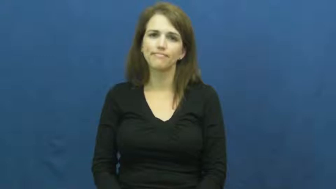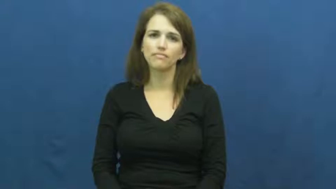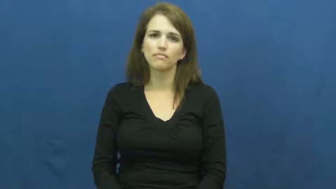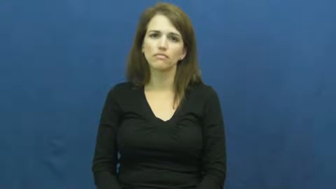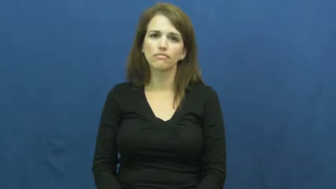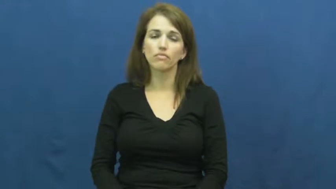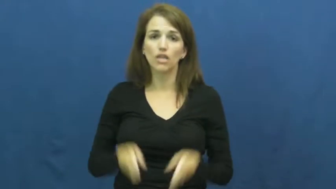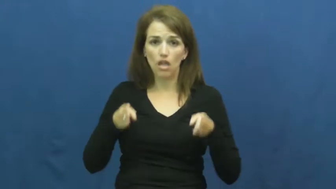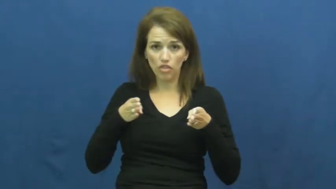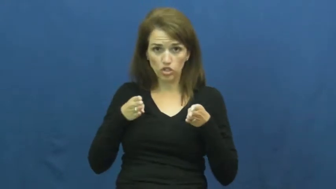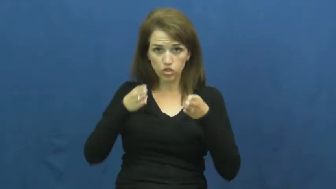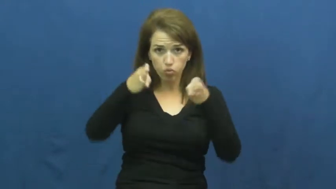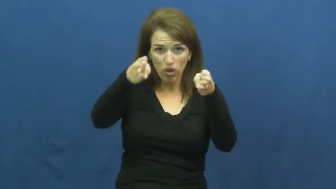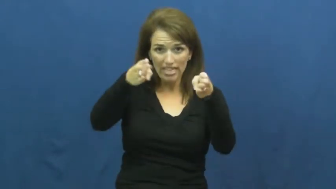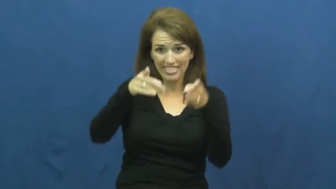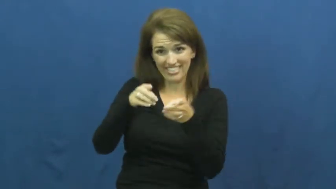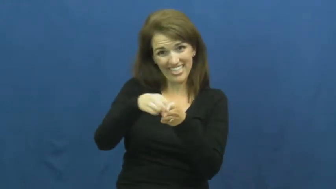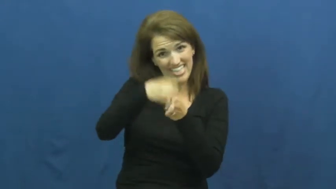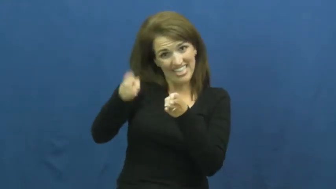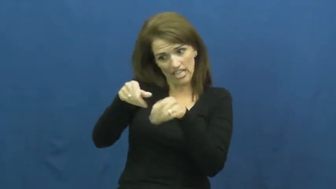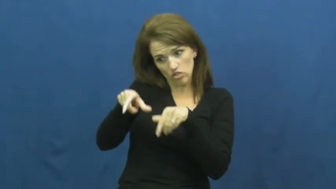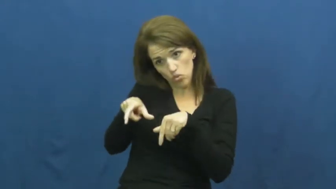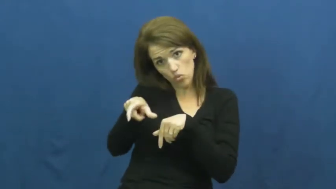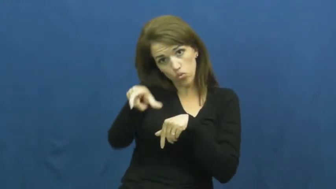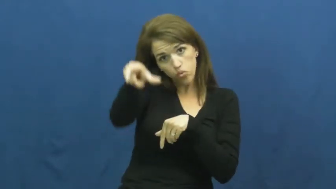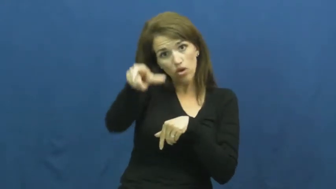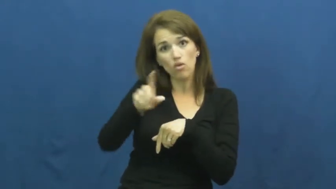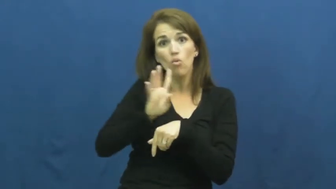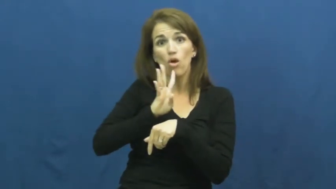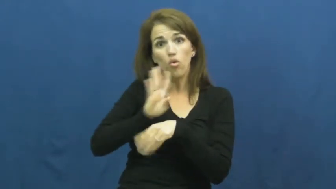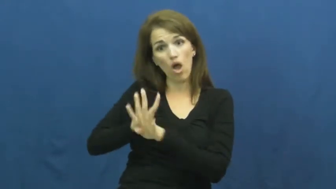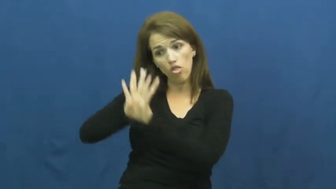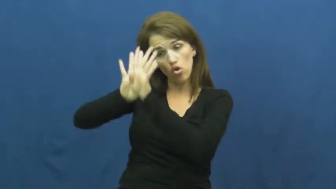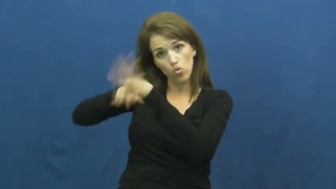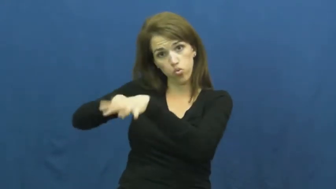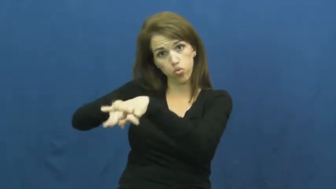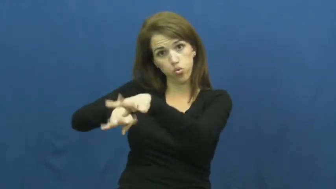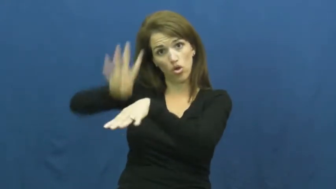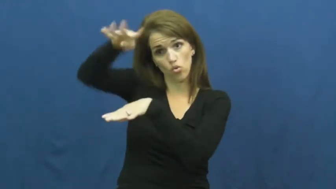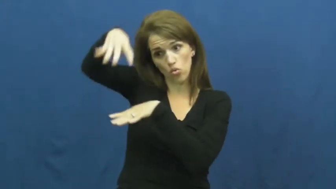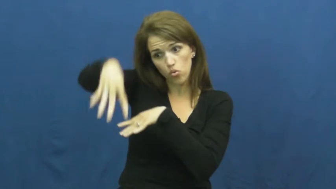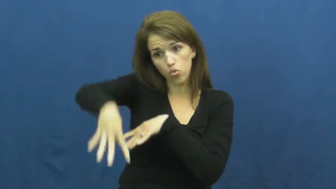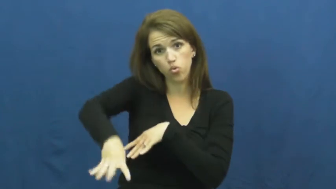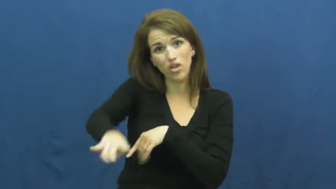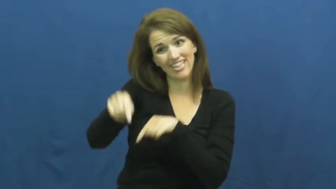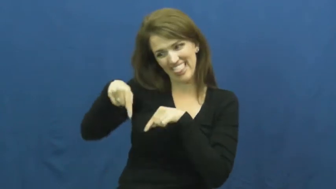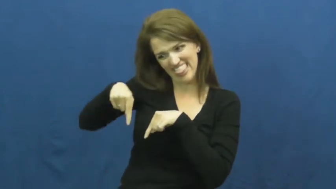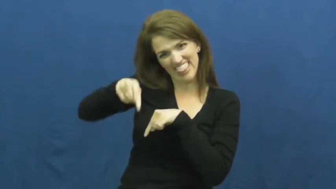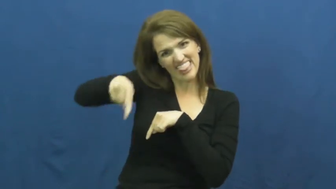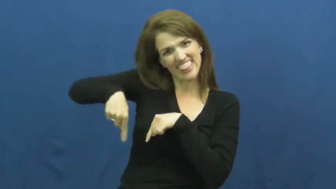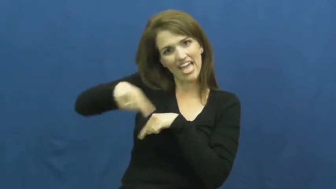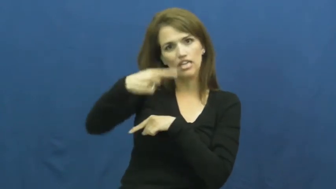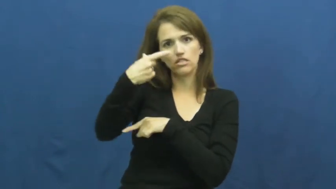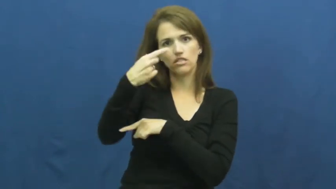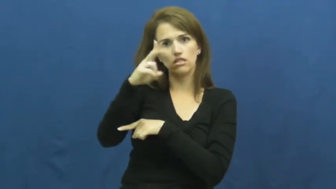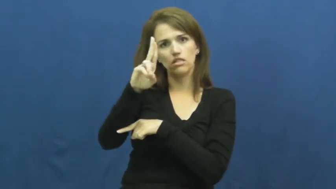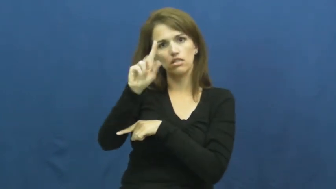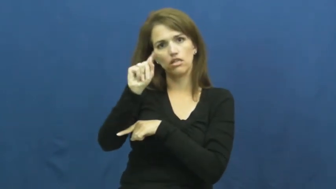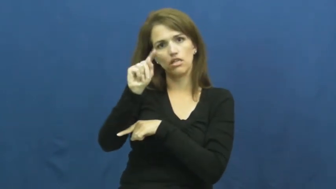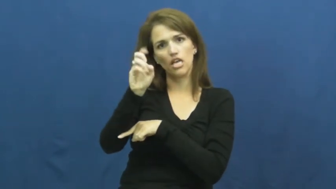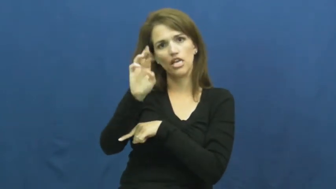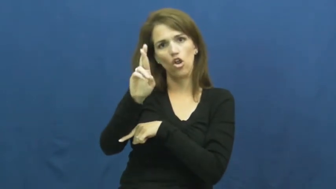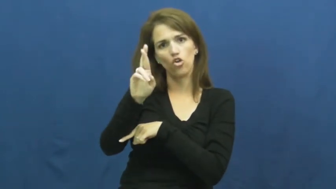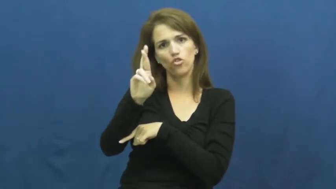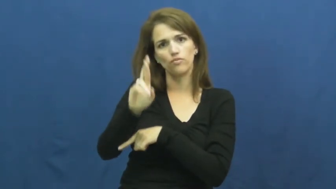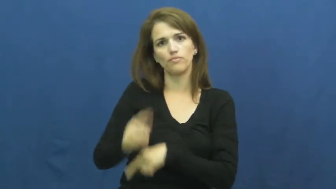gutter-street